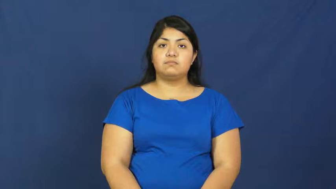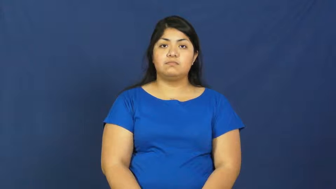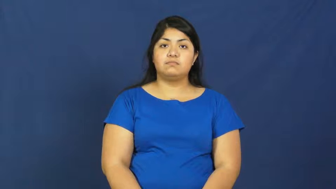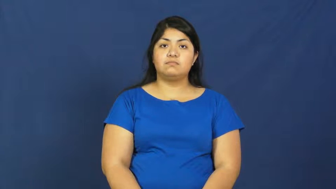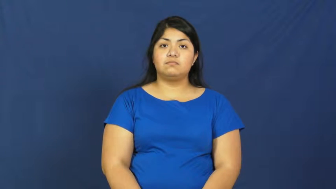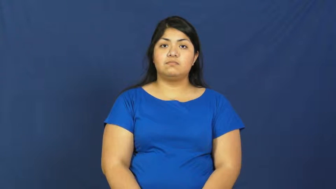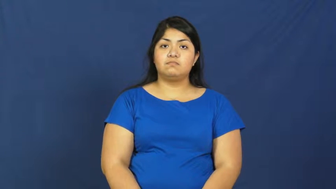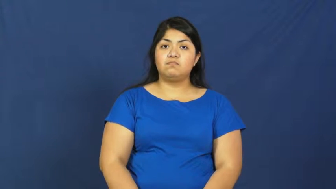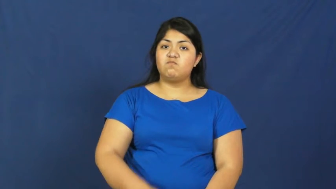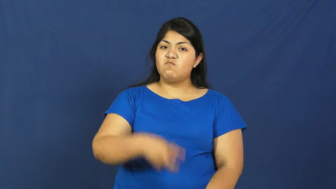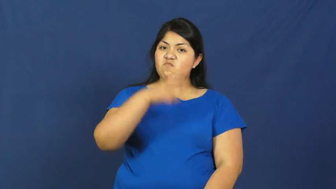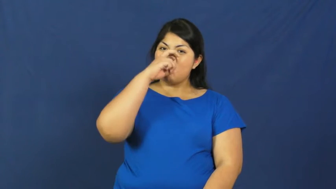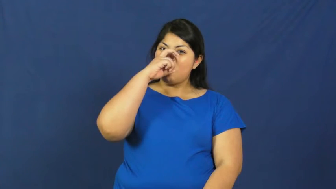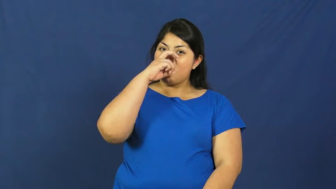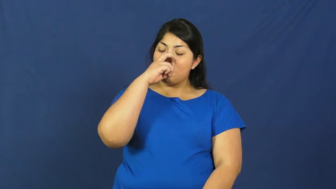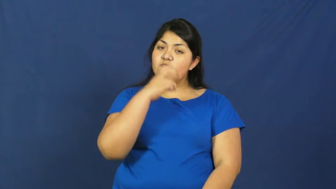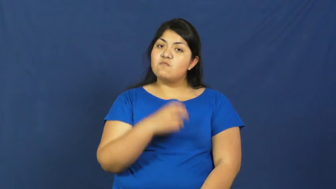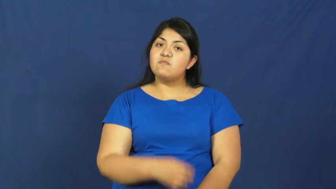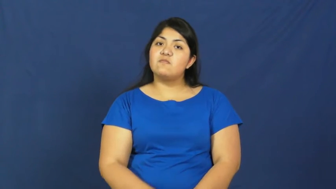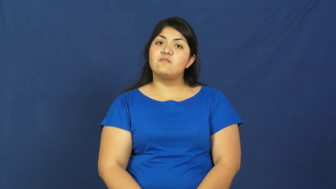strict,stern,firm,stringent,austere,granitic,martinet